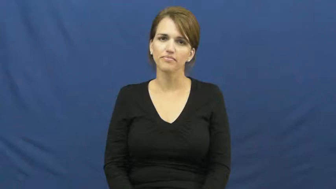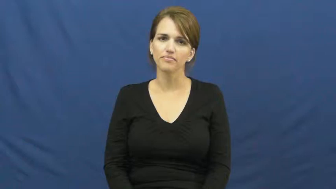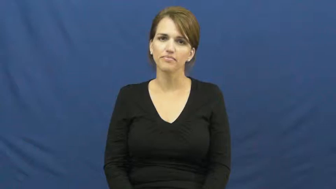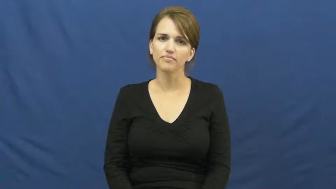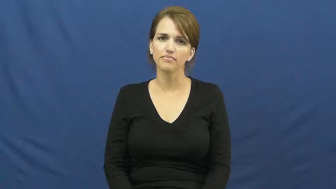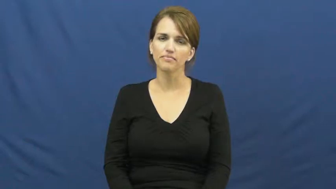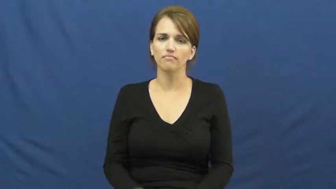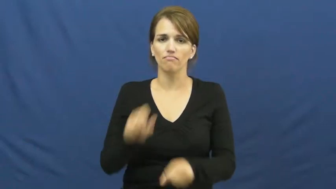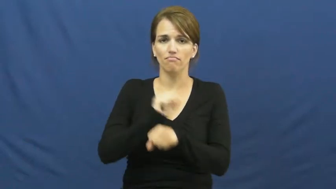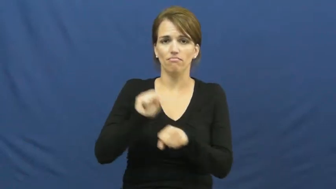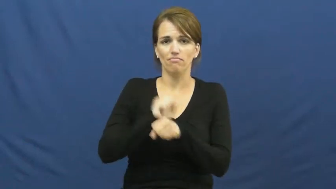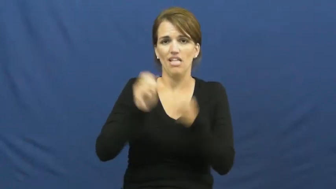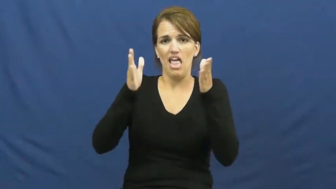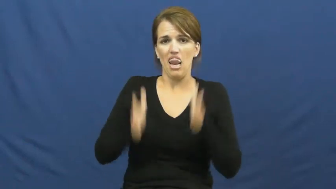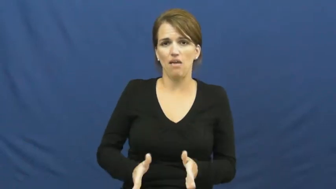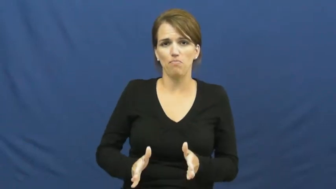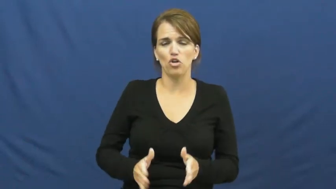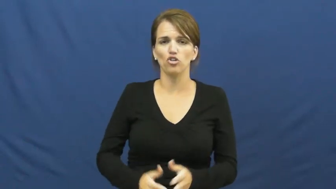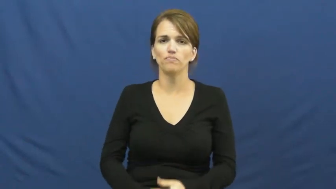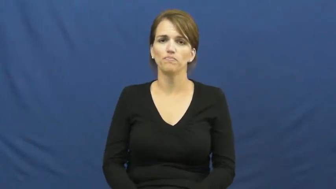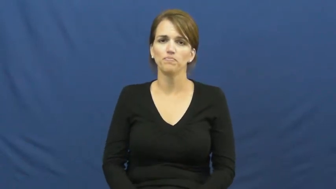laborer,navvy